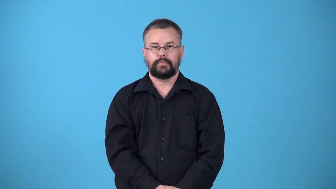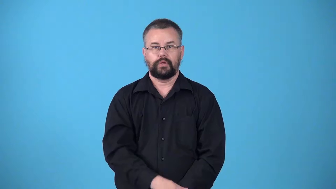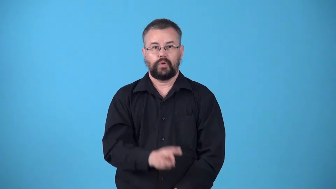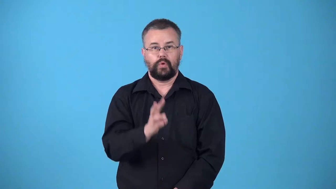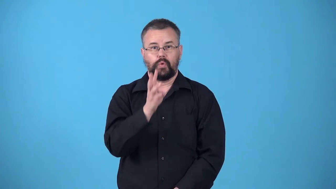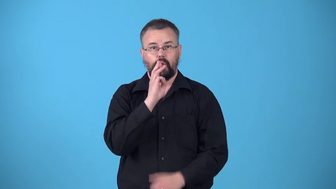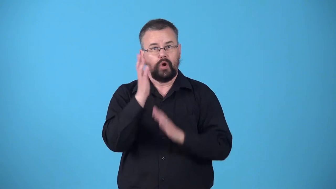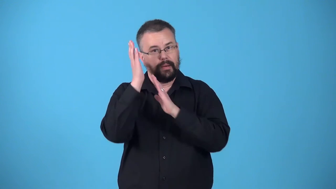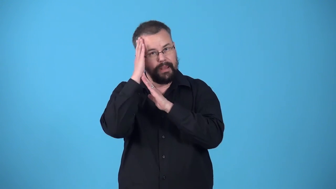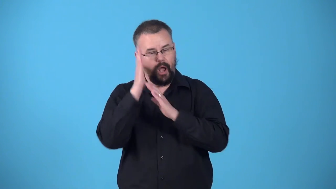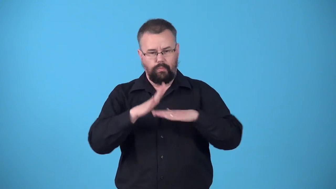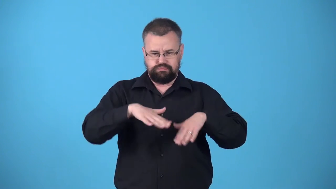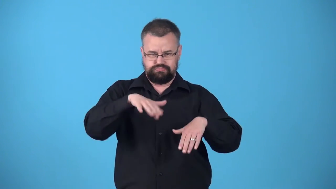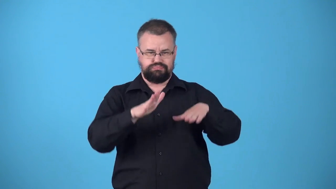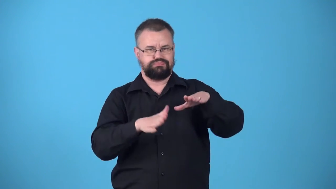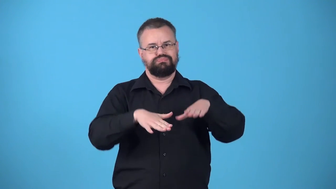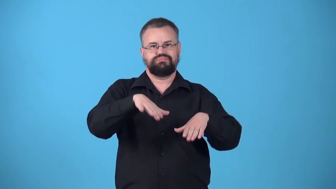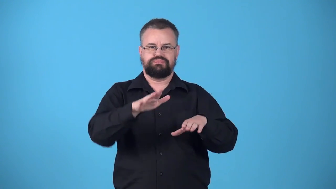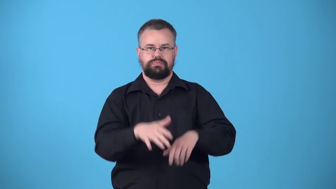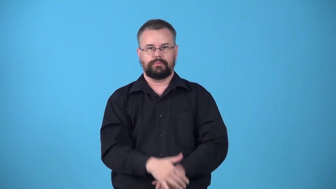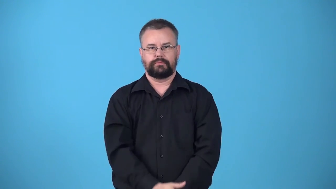waterbed